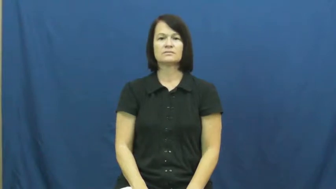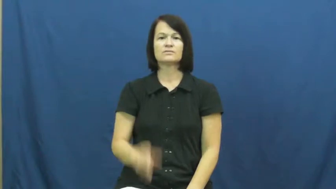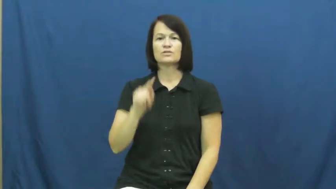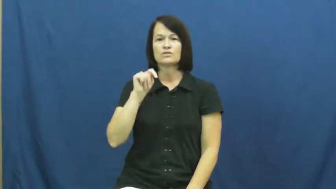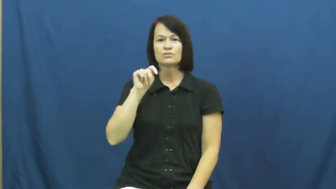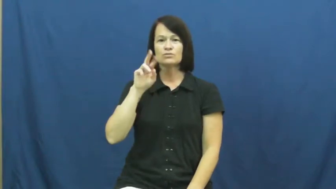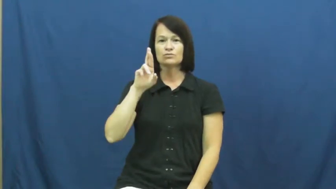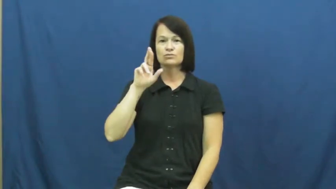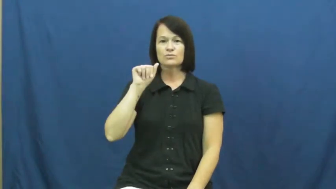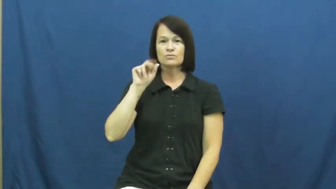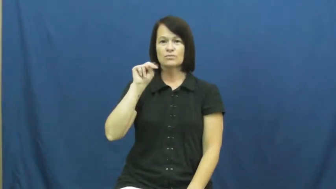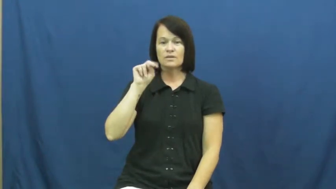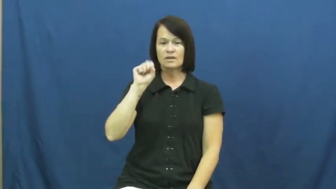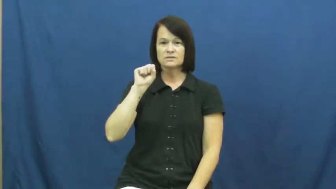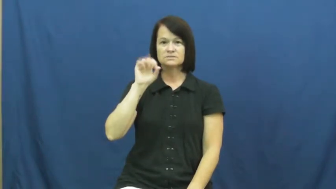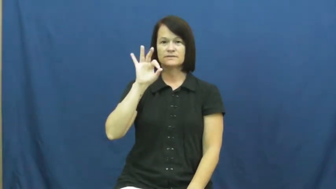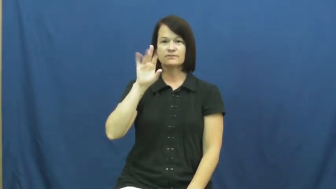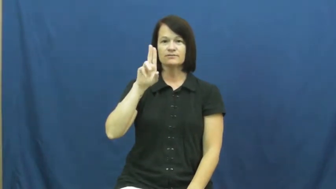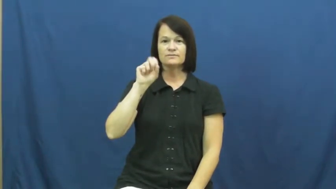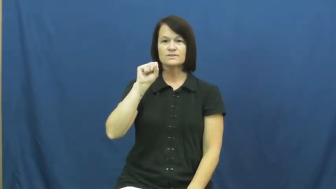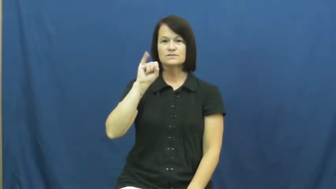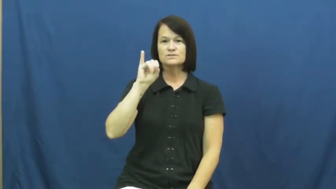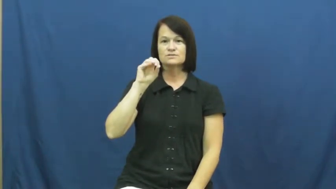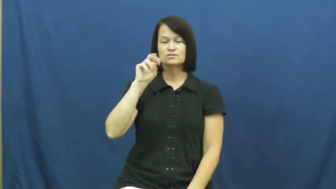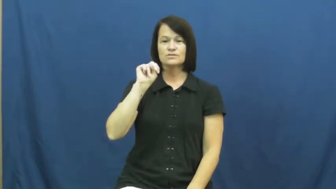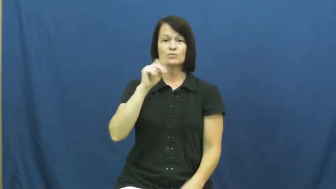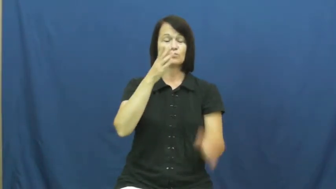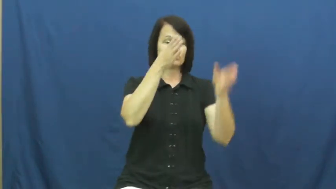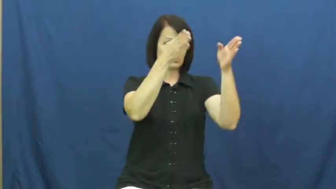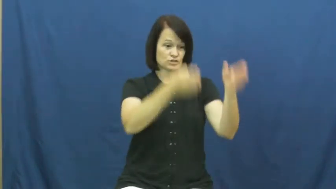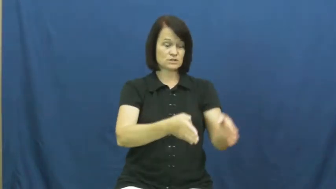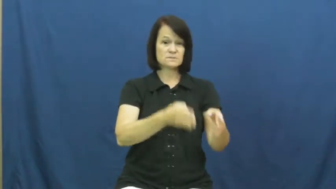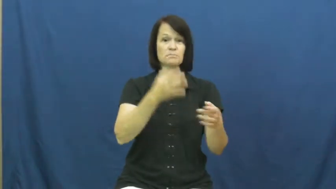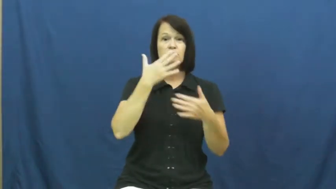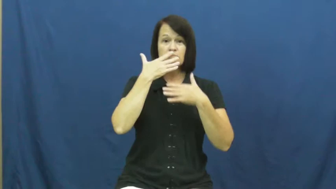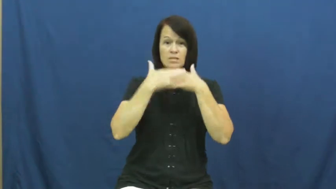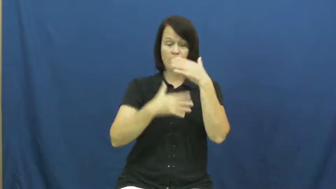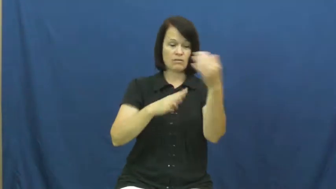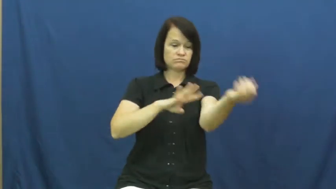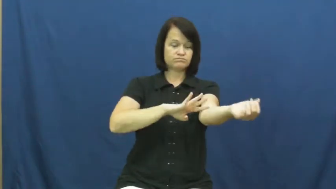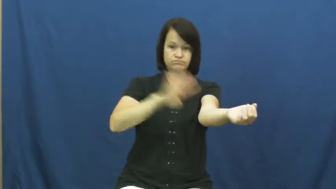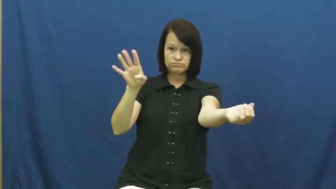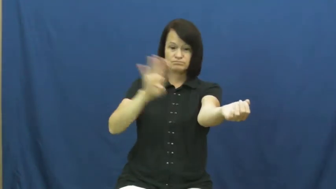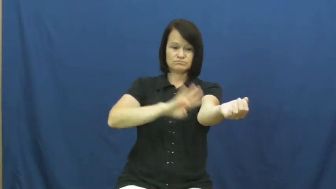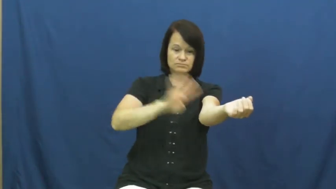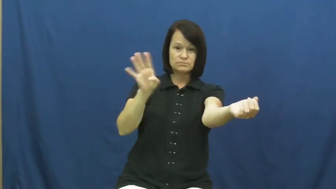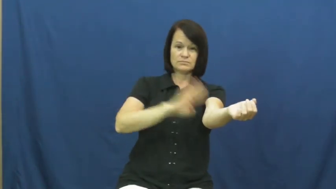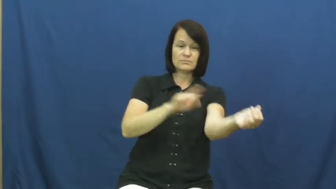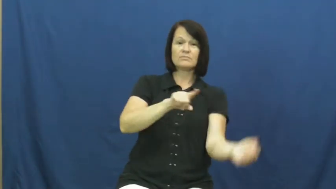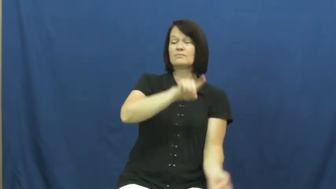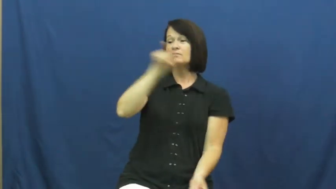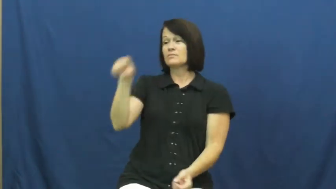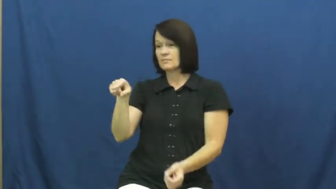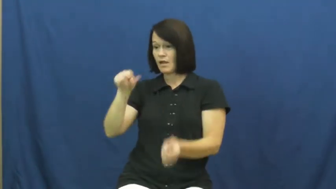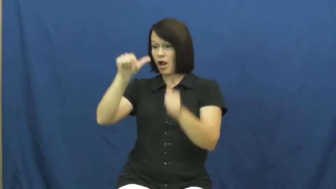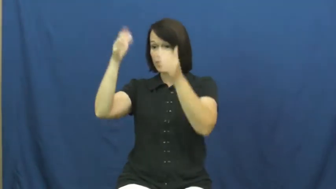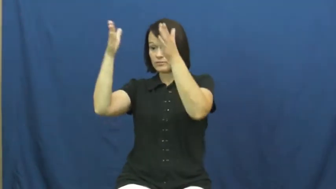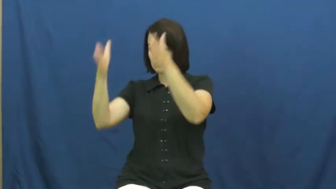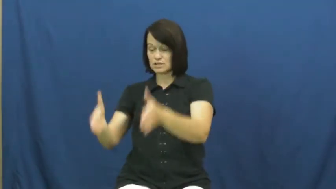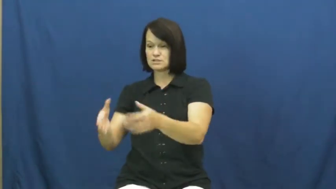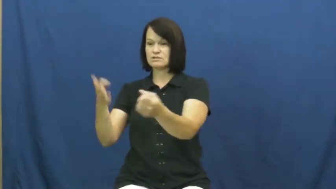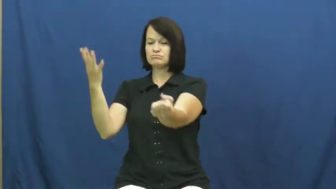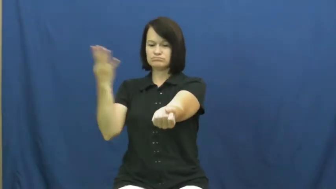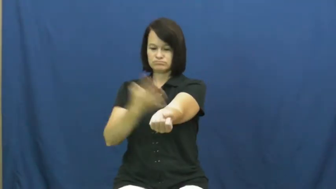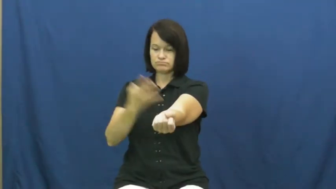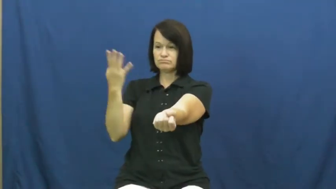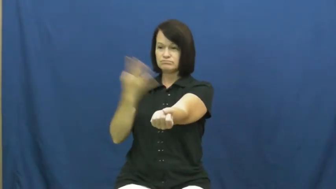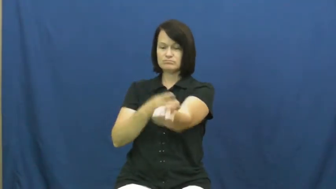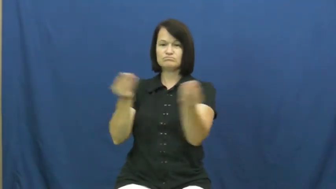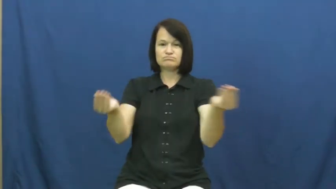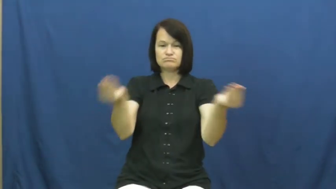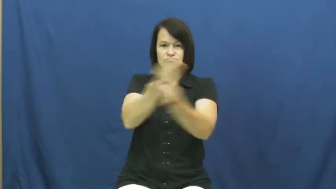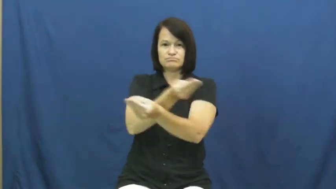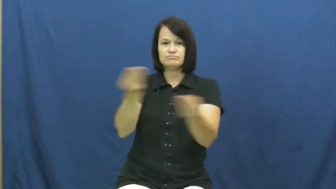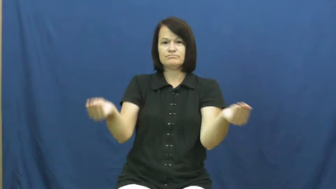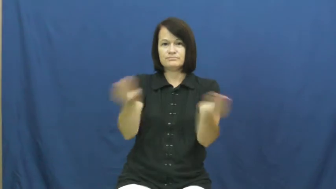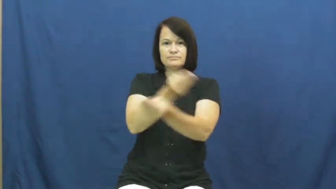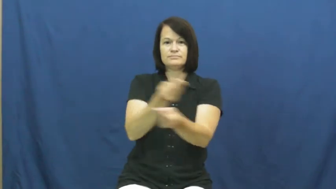transfusion